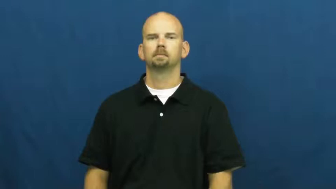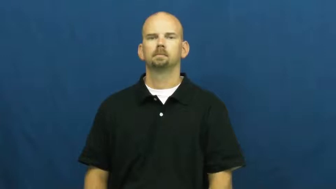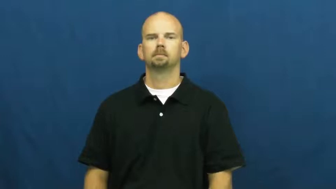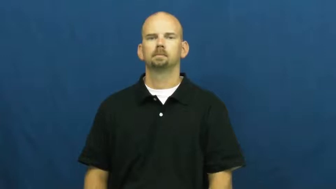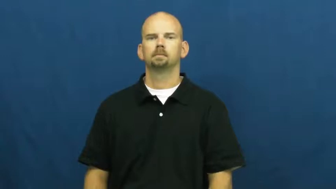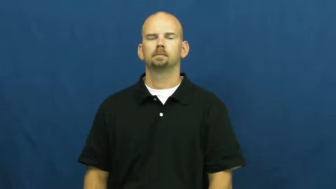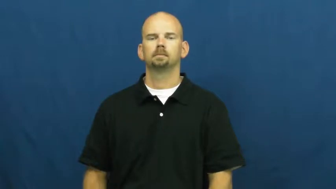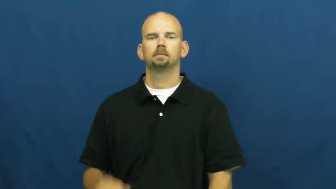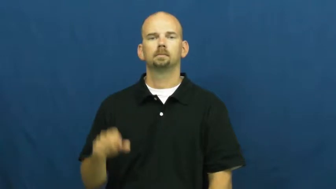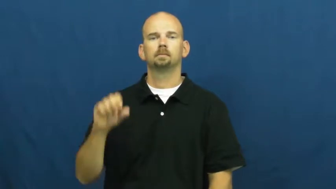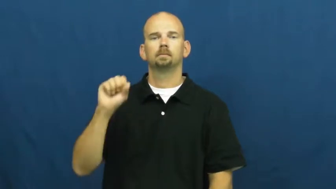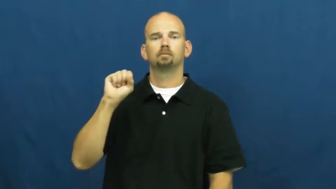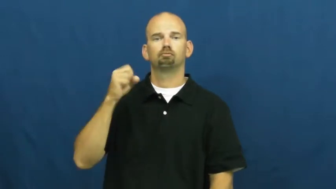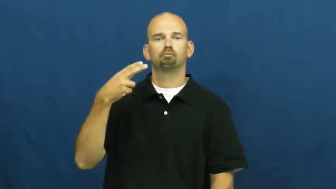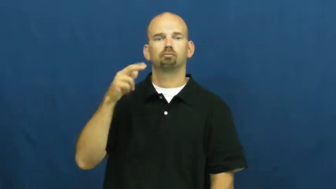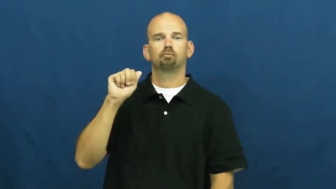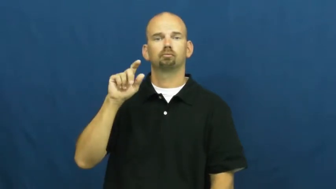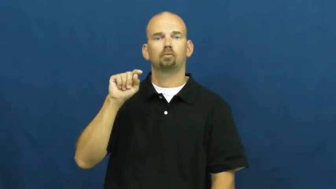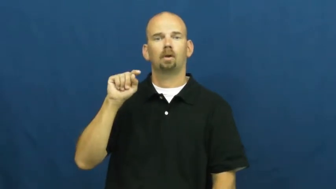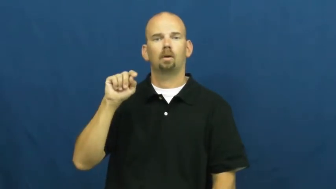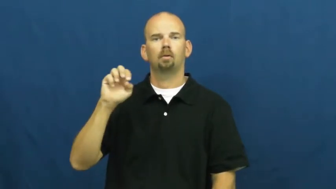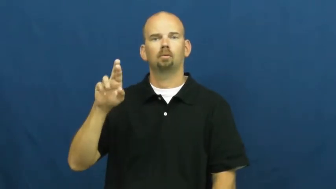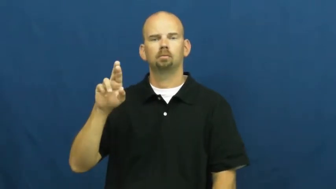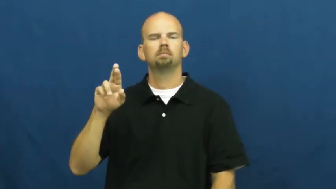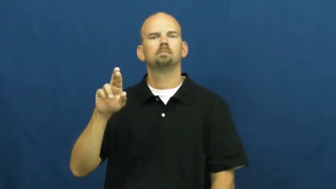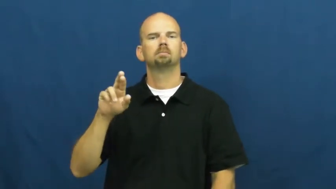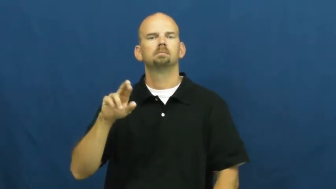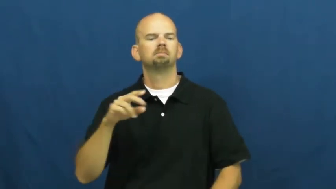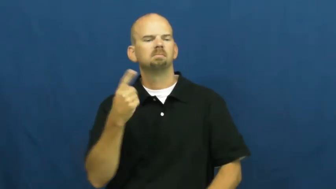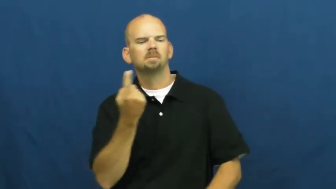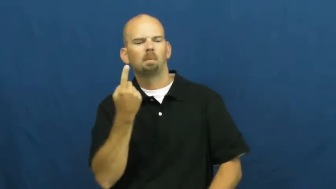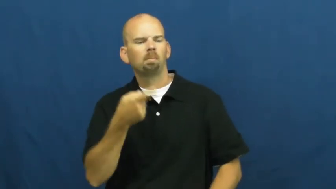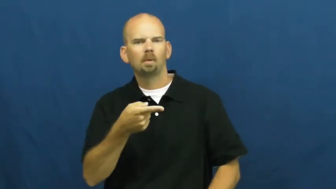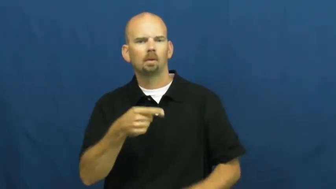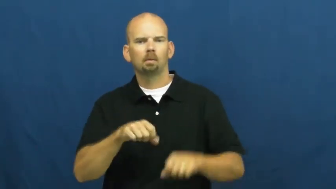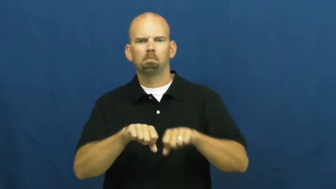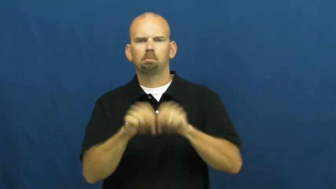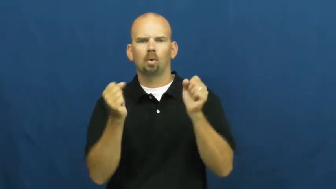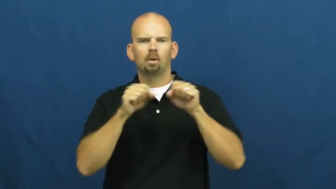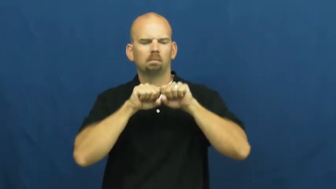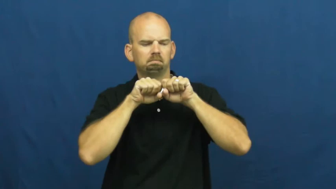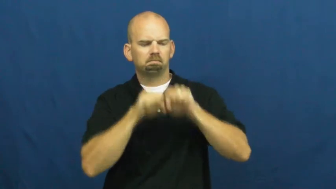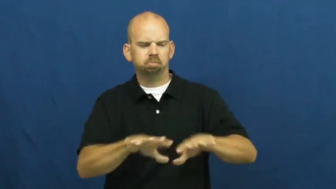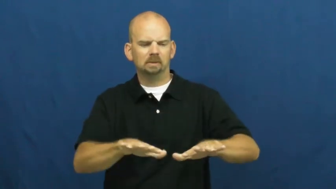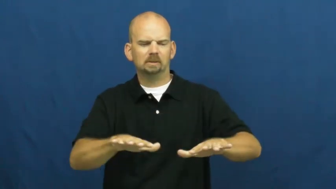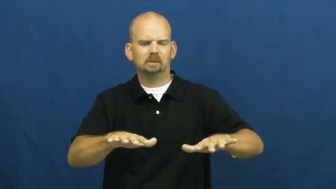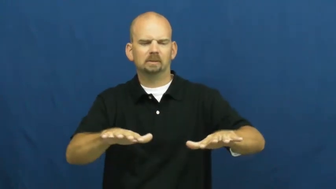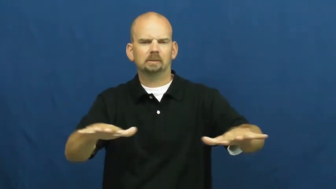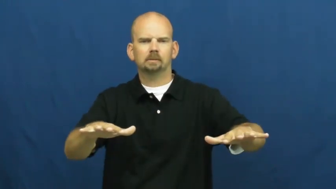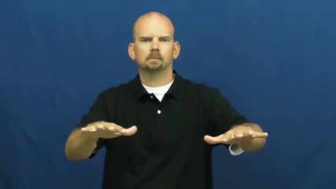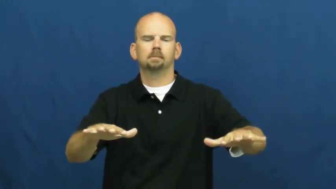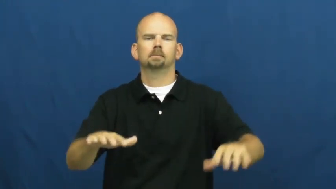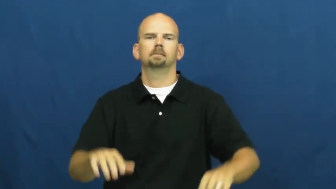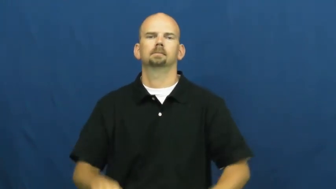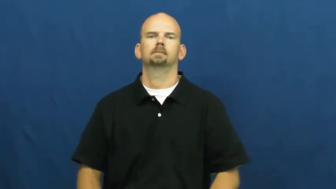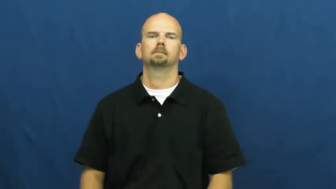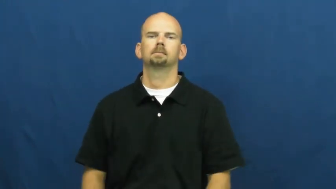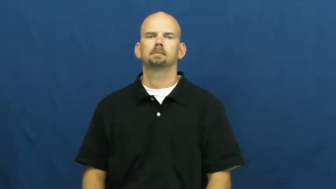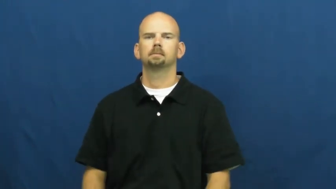shatter